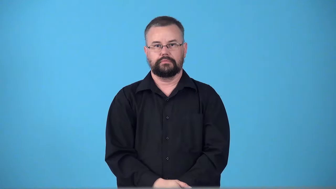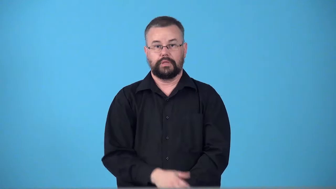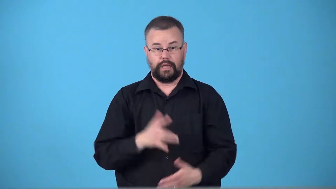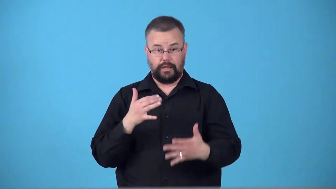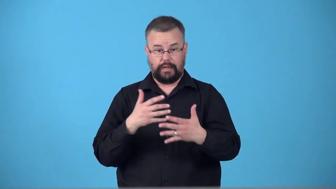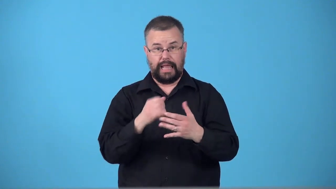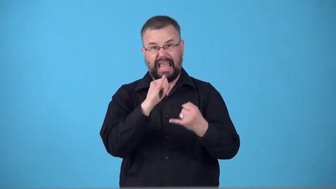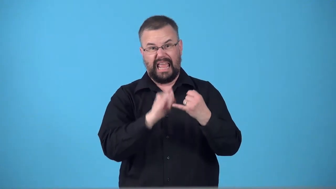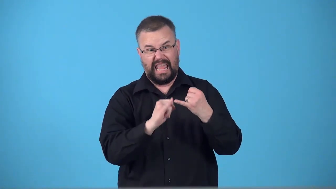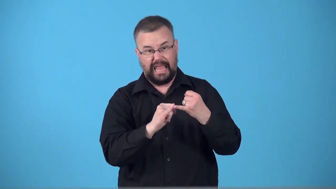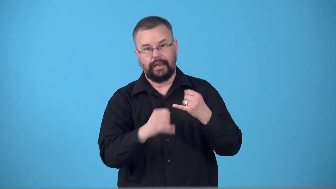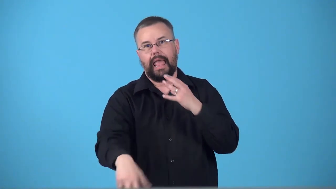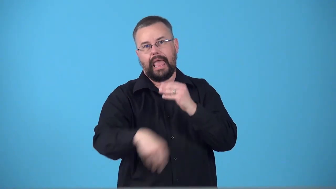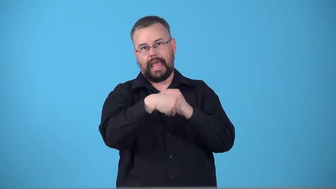tailpiece